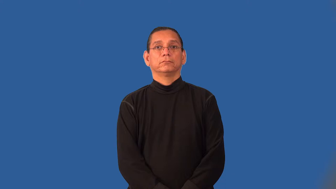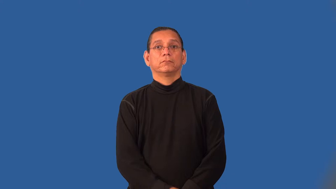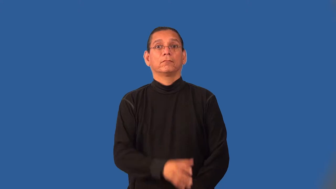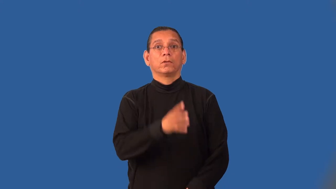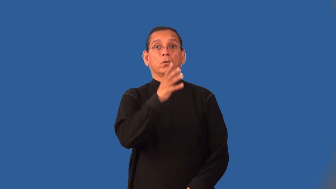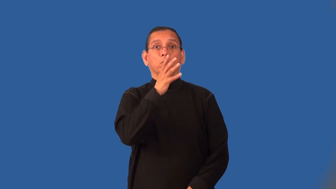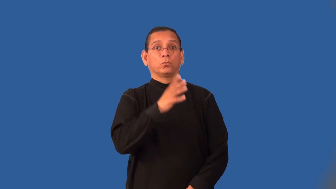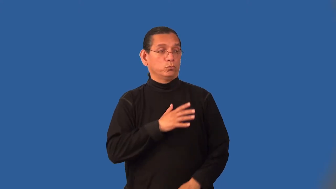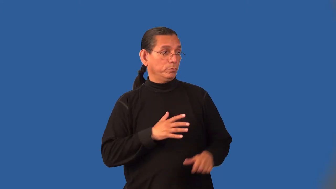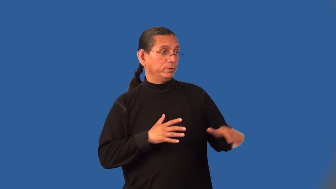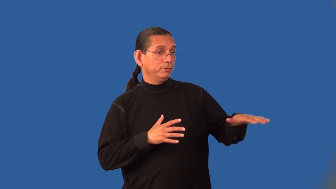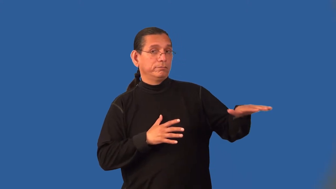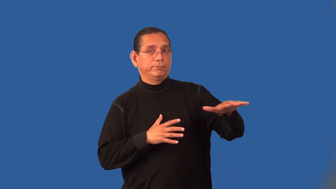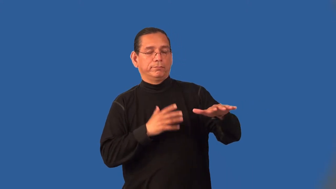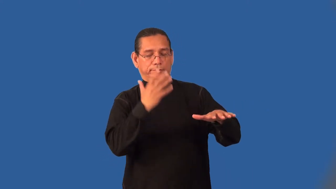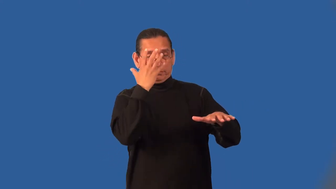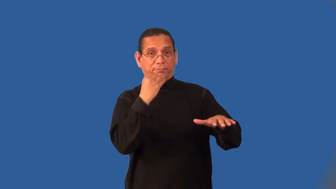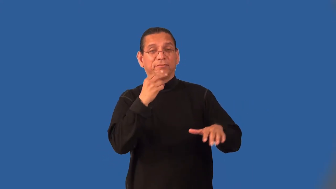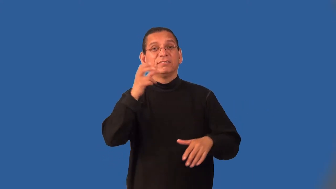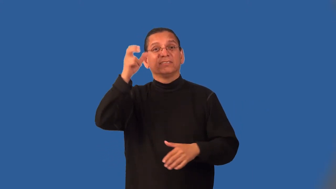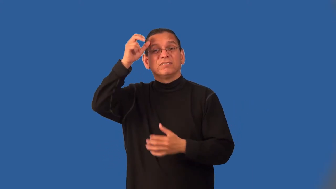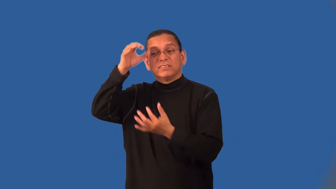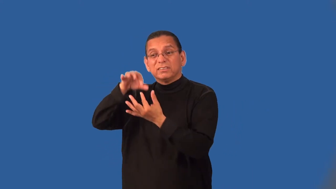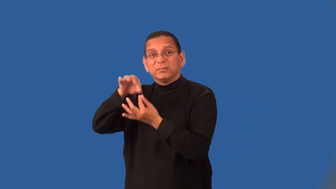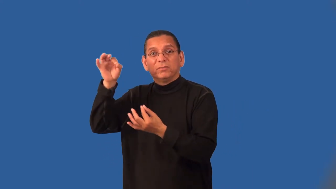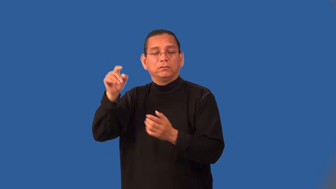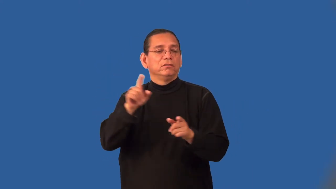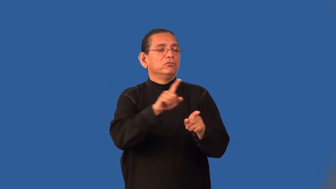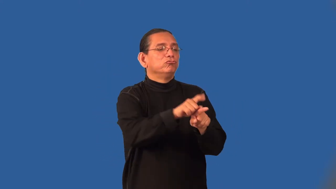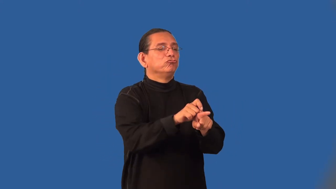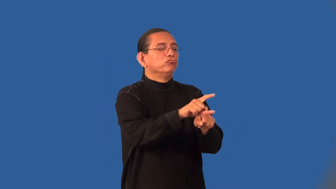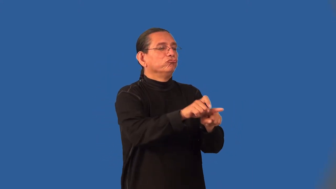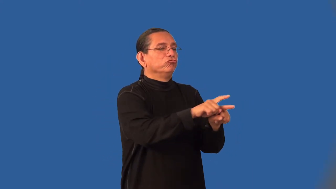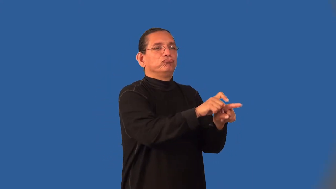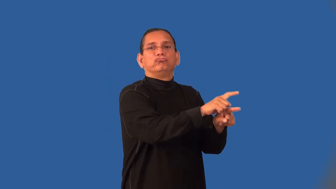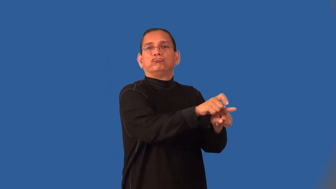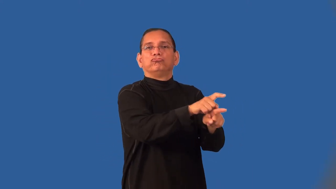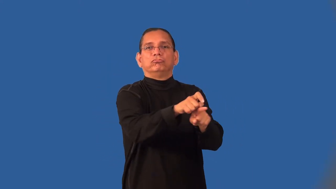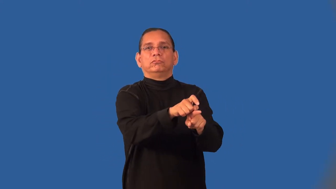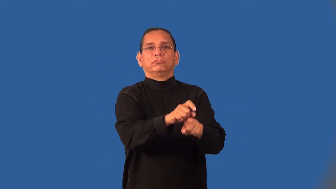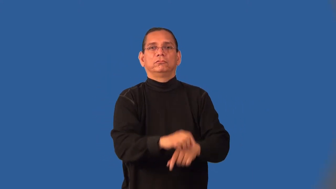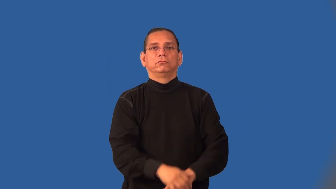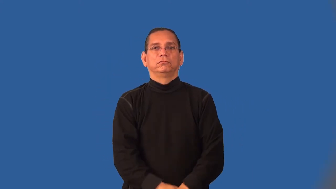incubus-devil